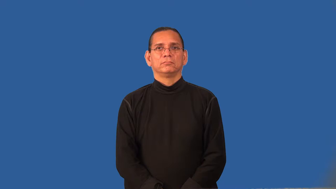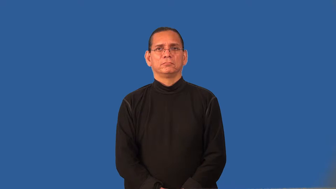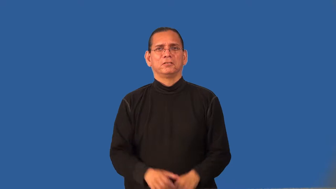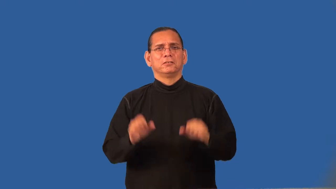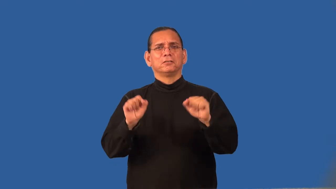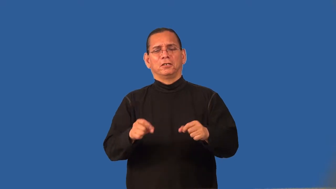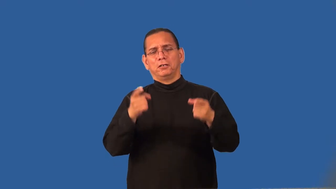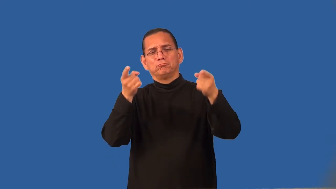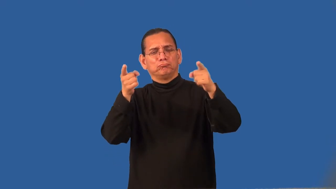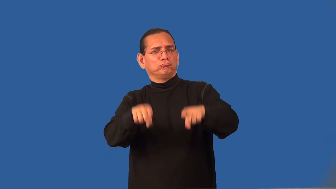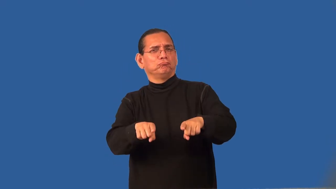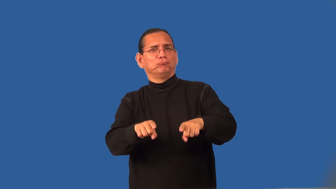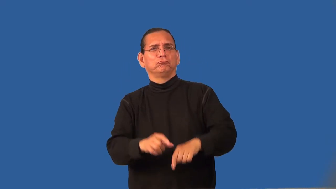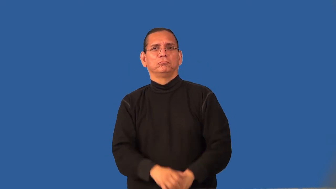reconcilable